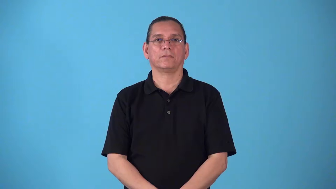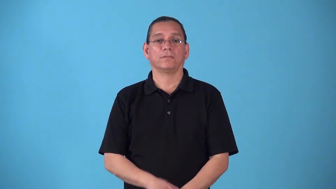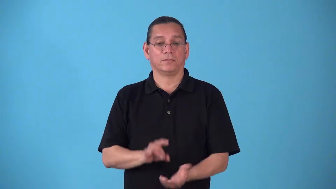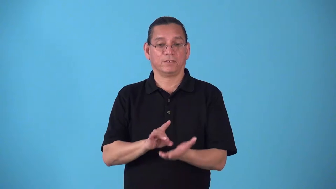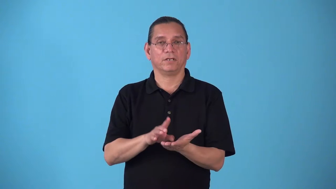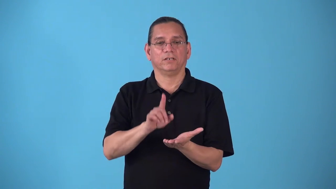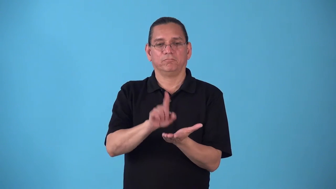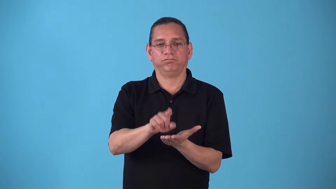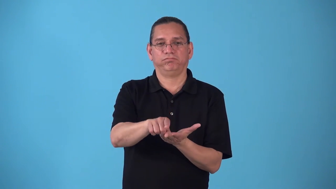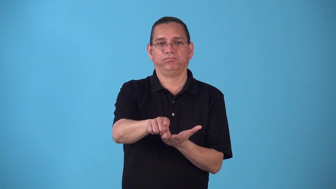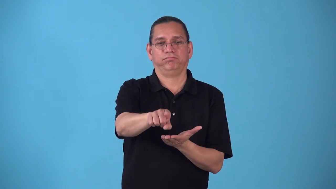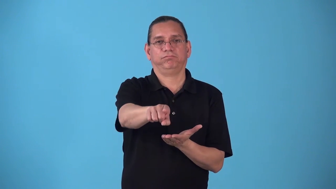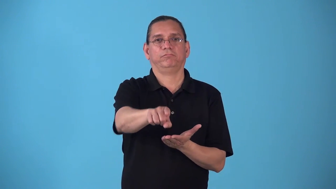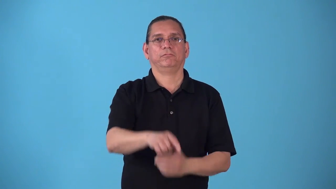squib-short off center kick